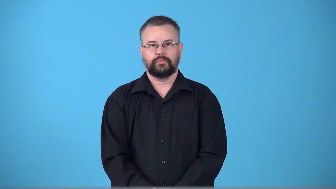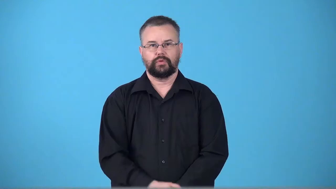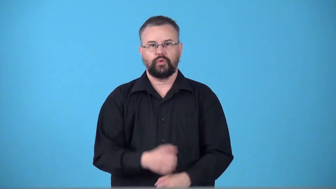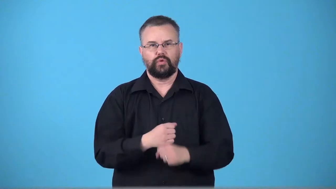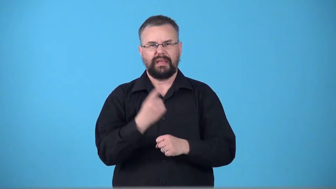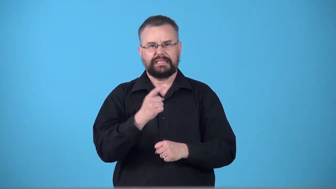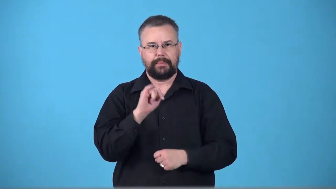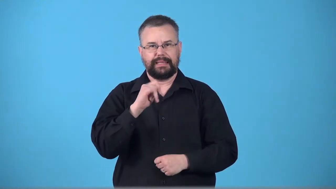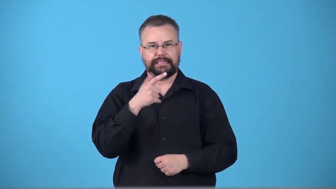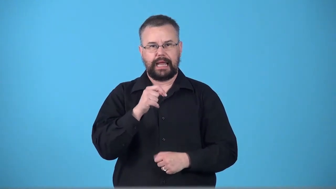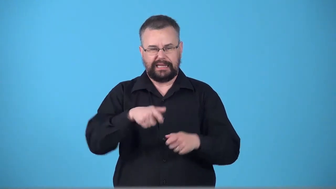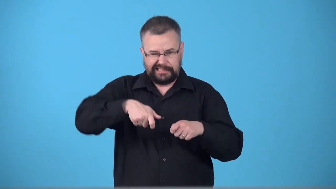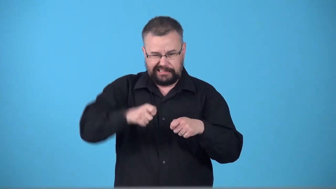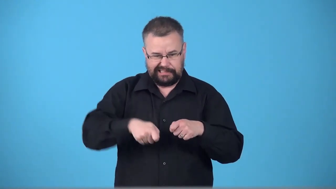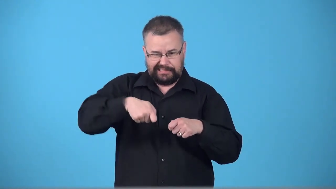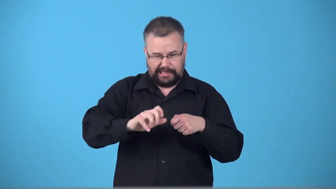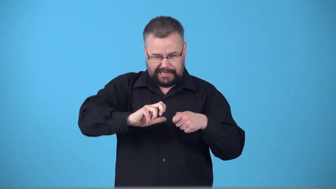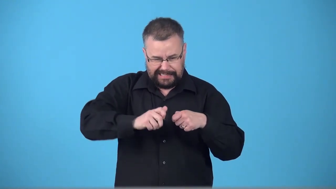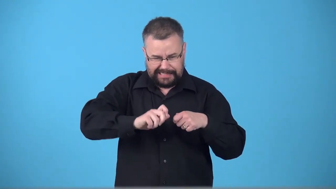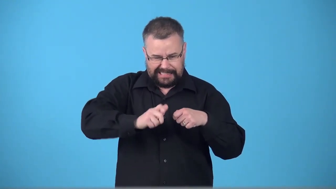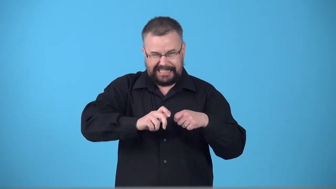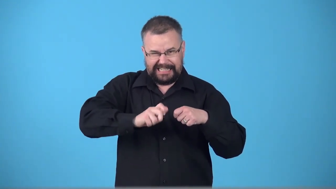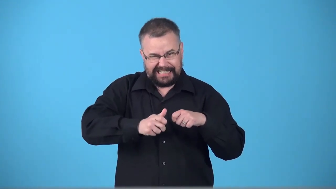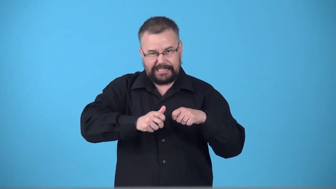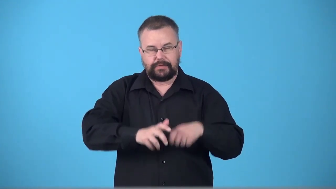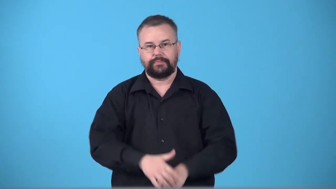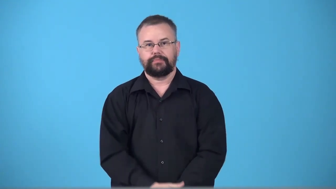tightener